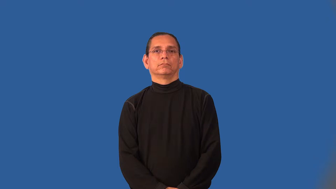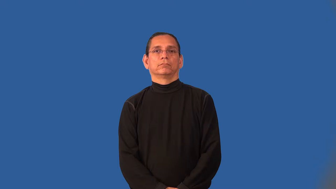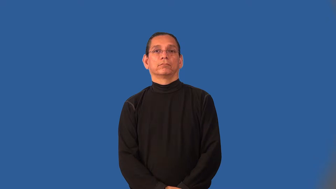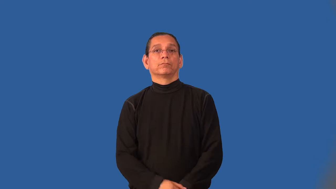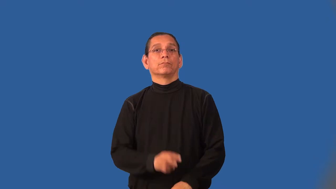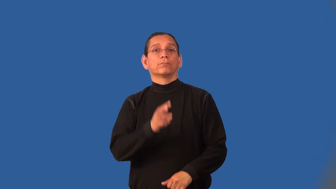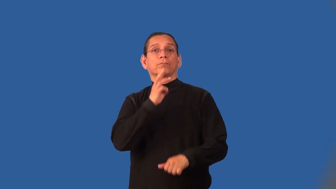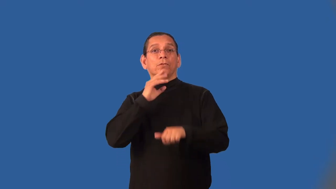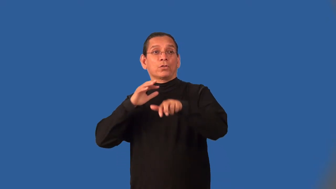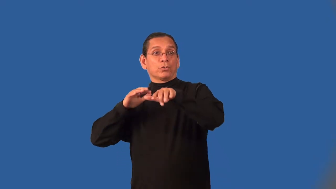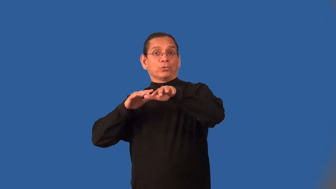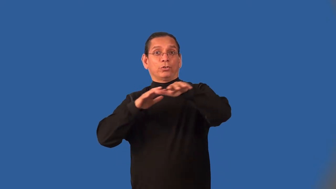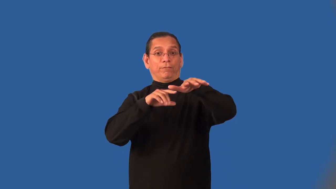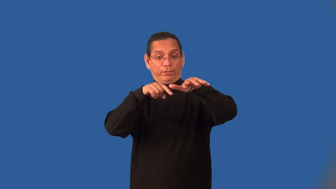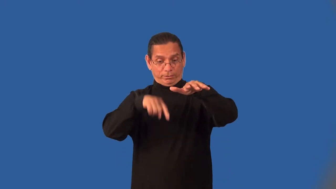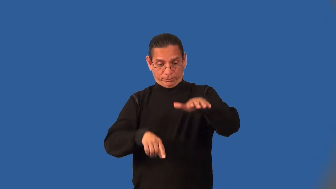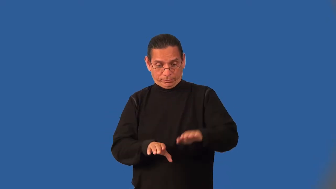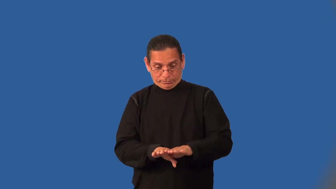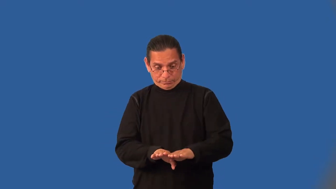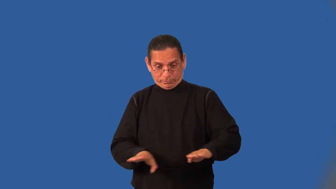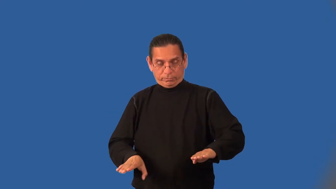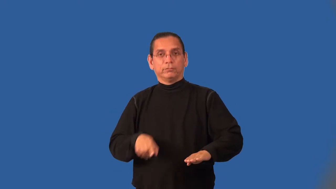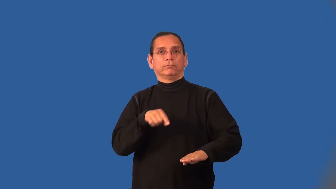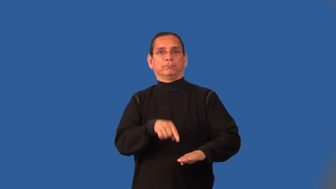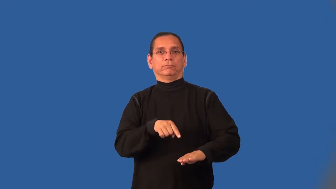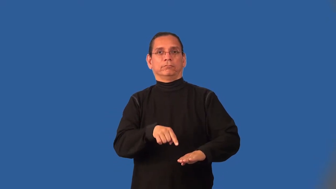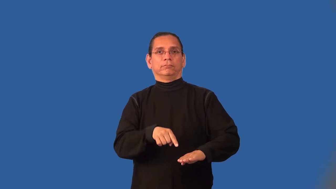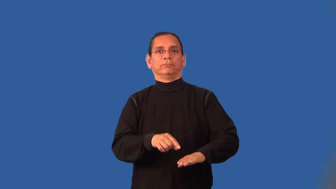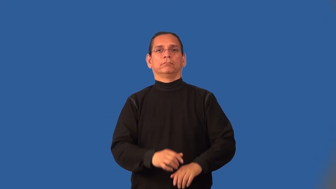bed-river